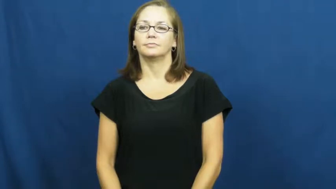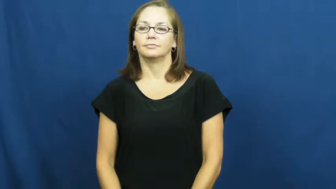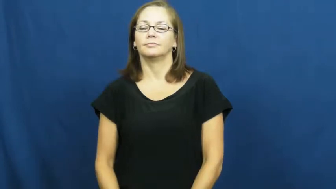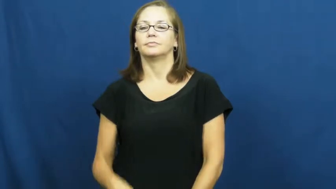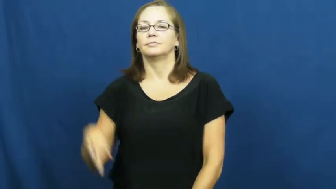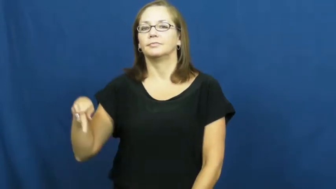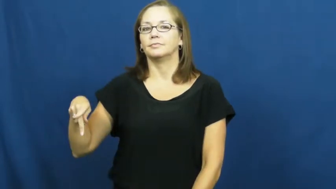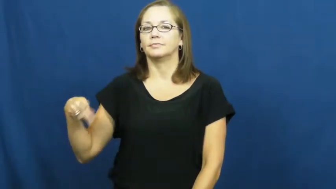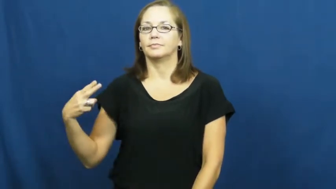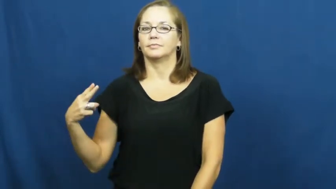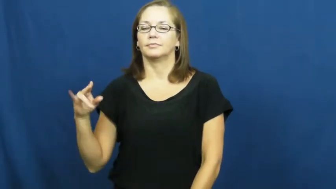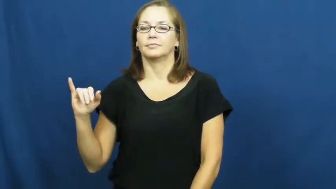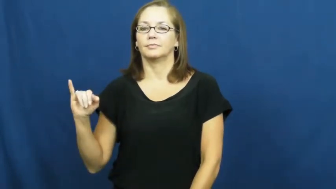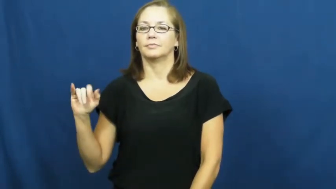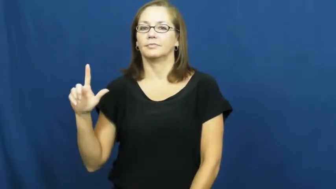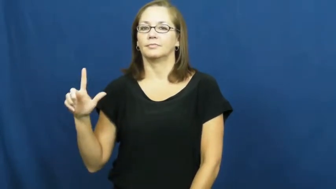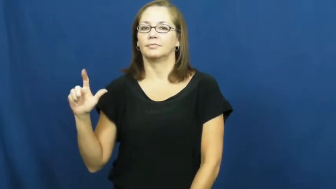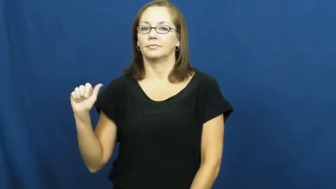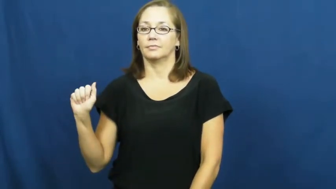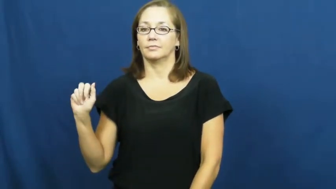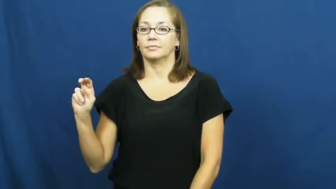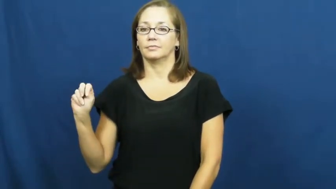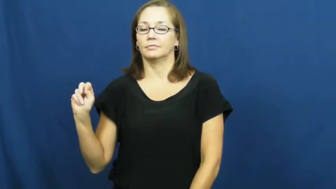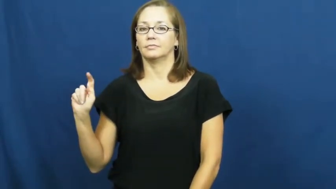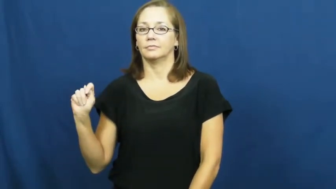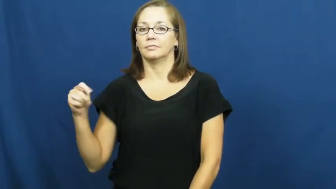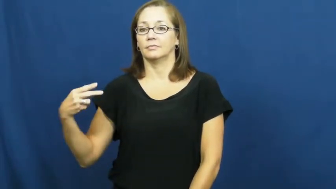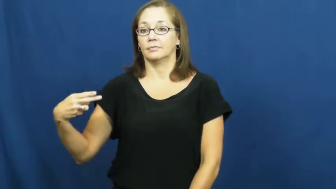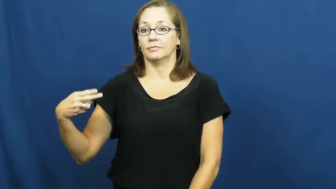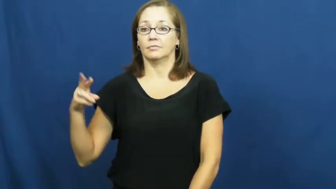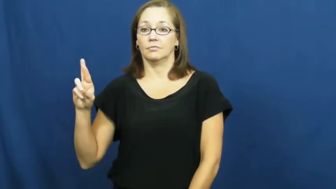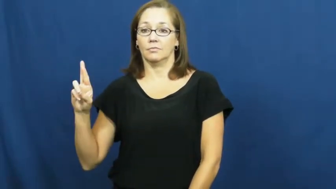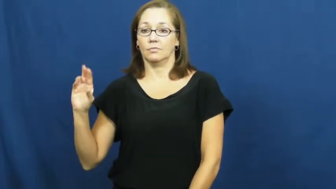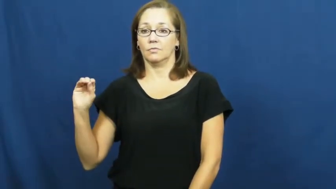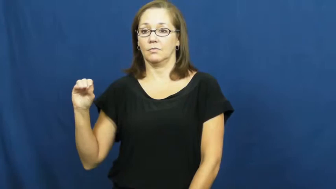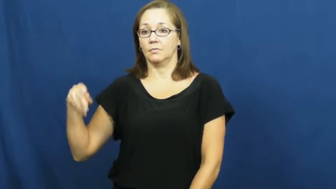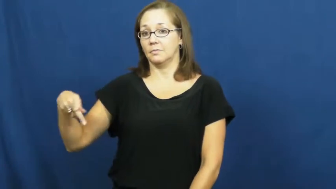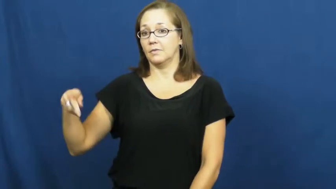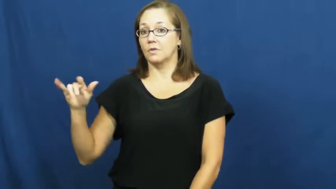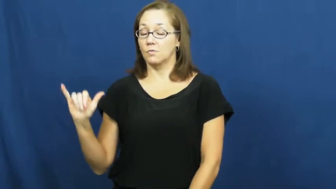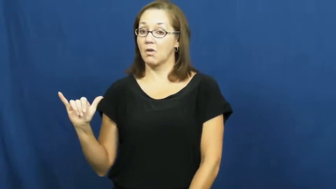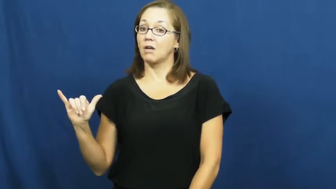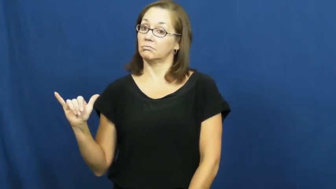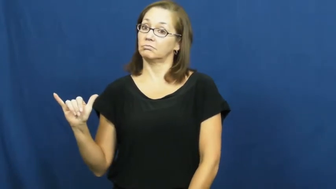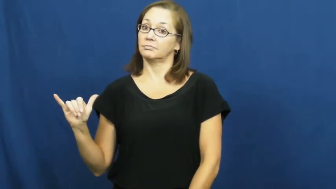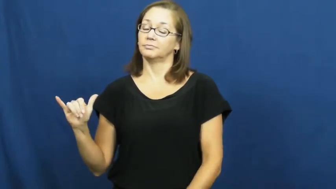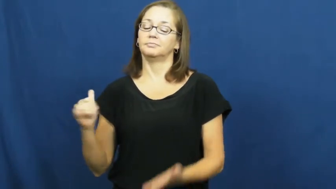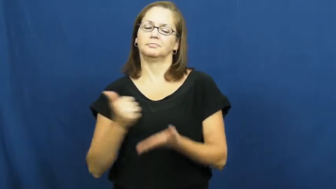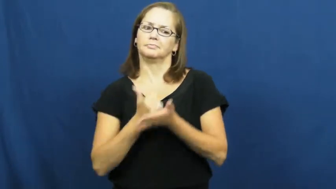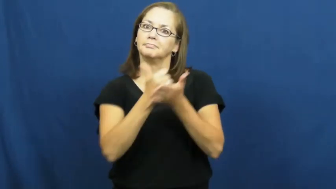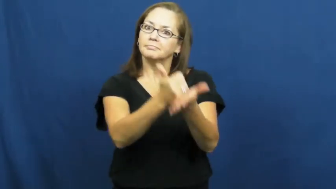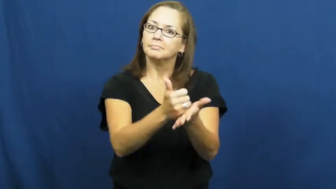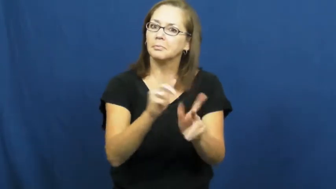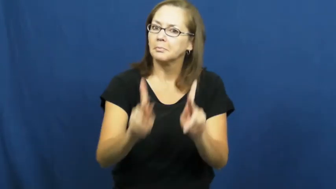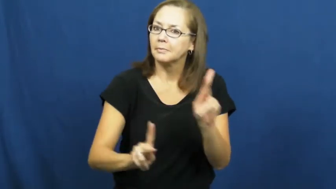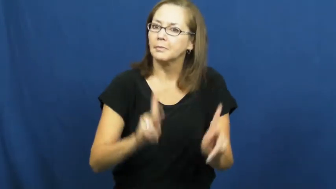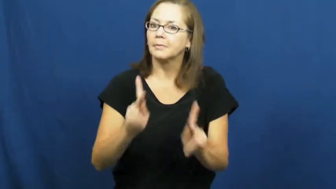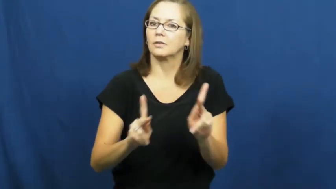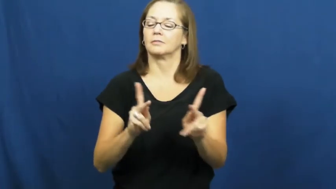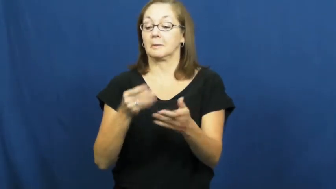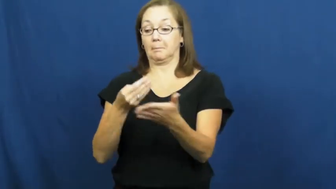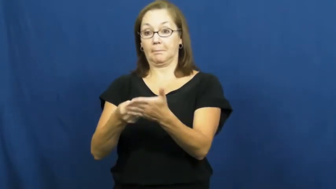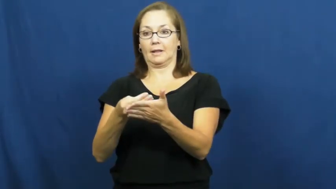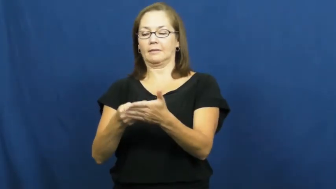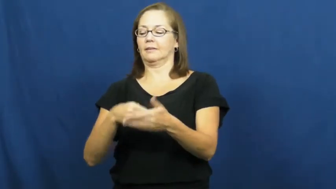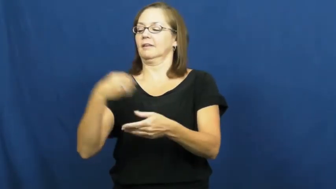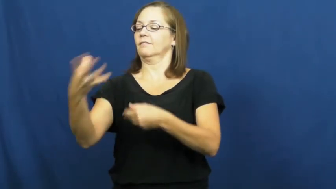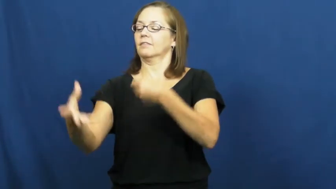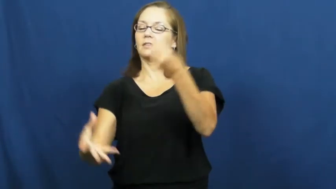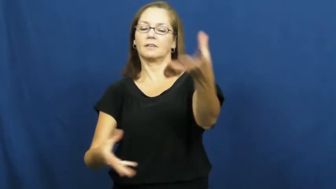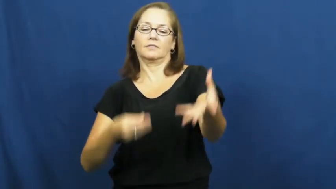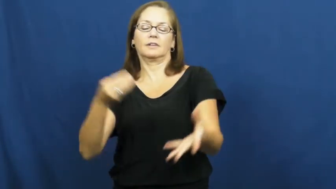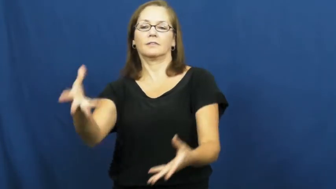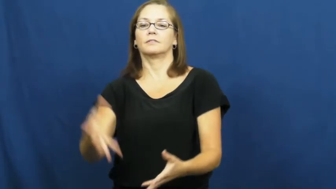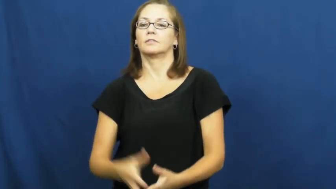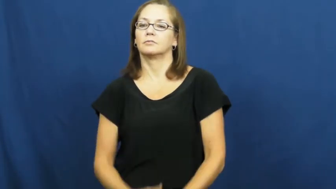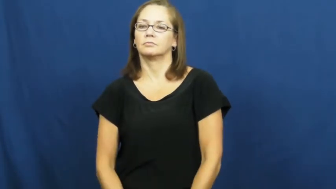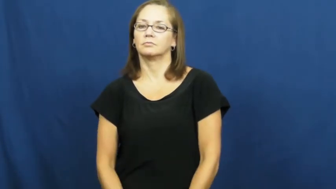philanthropy